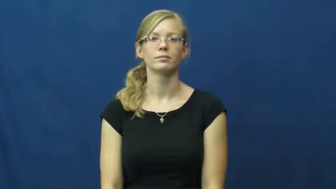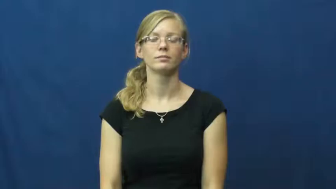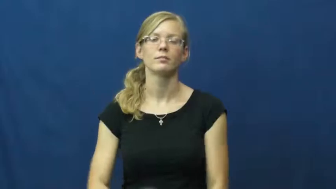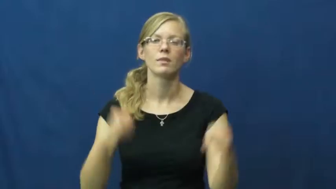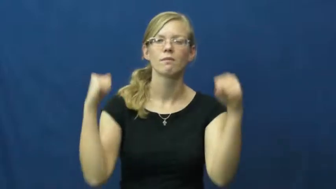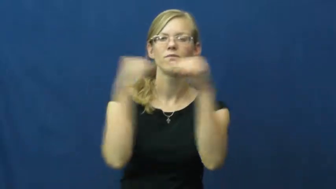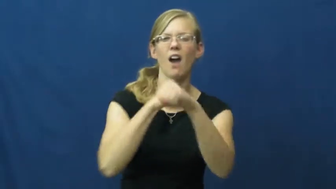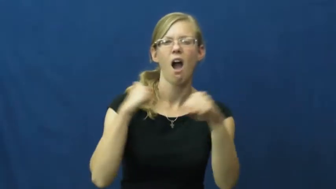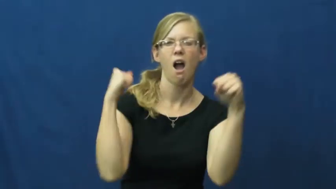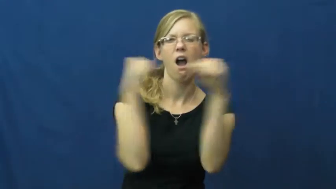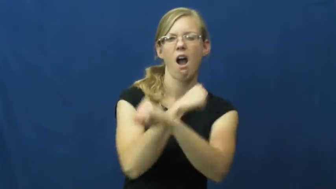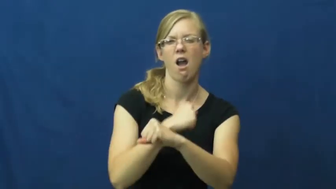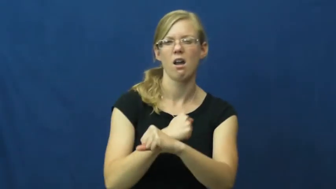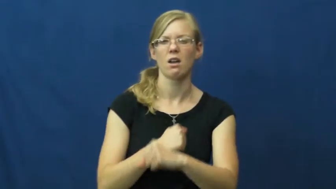fight,go at it,slug it out,altercation,spar,duke it out,tussle,scrap,bandy,fray